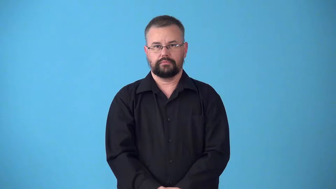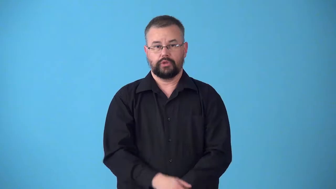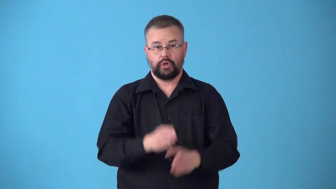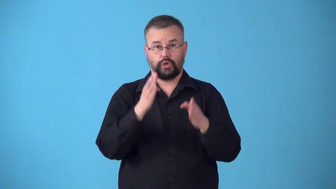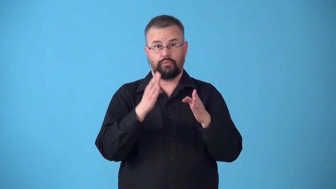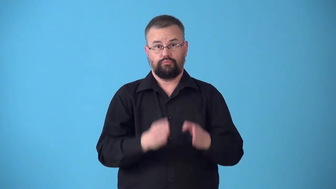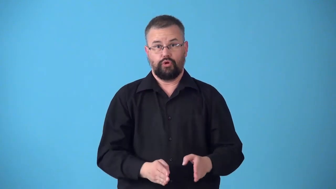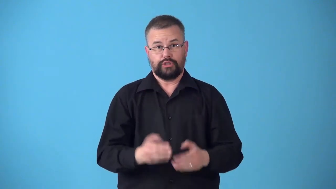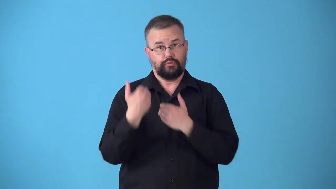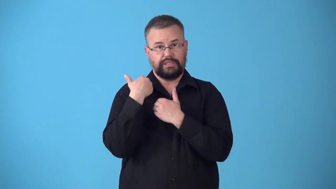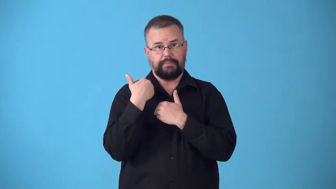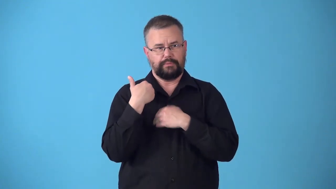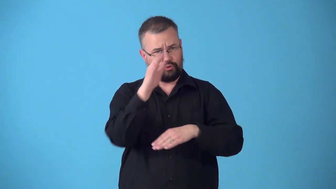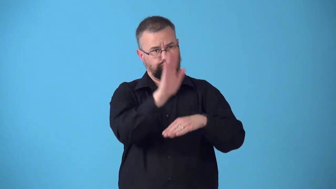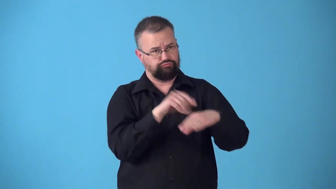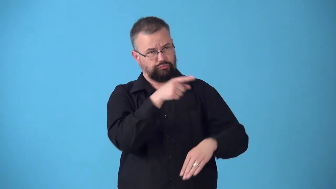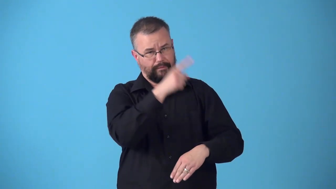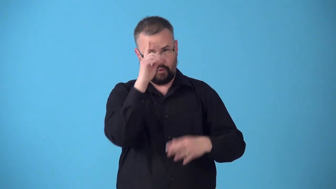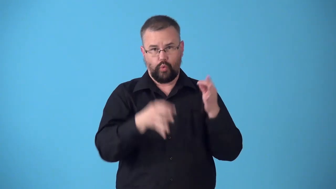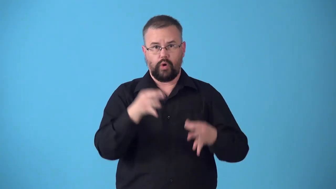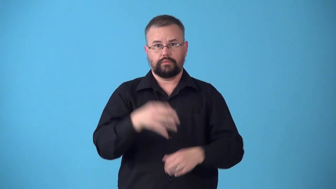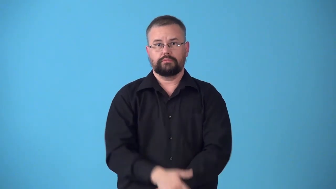summoner